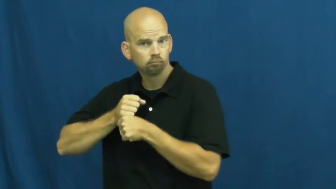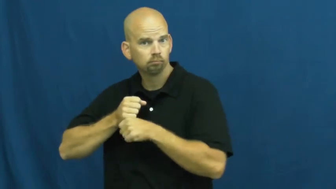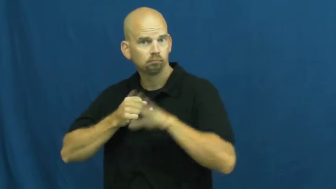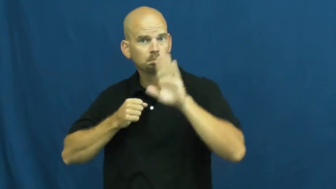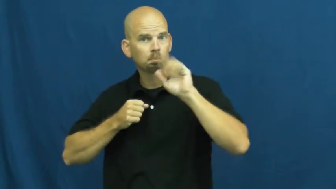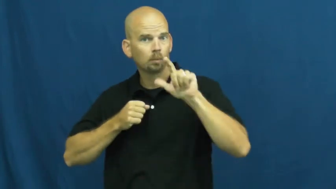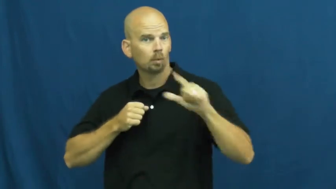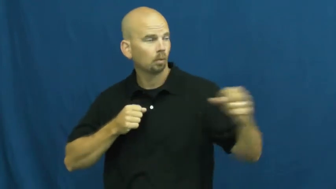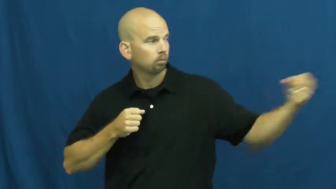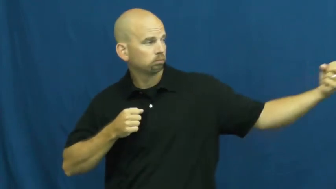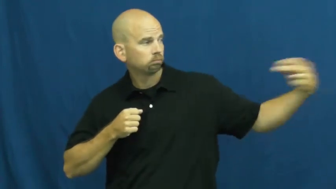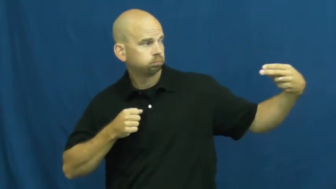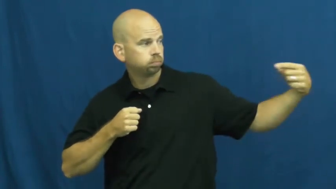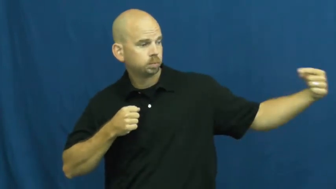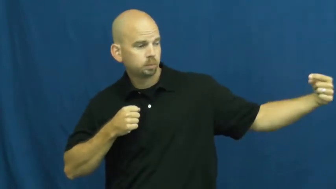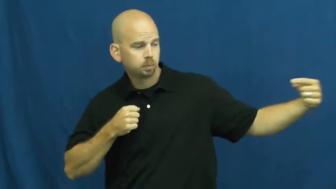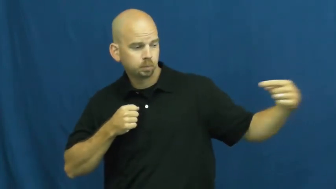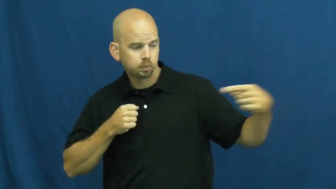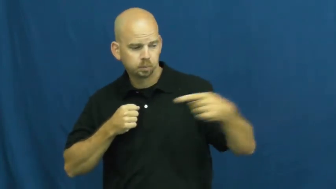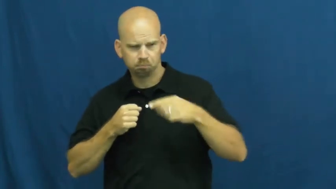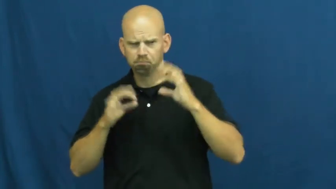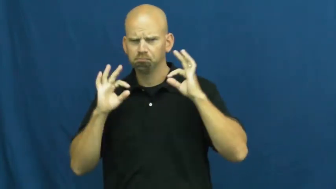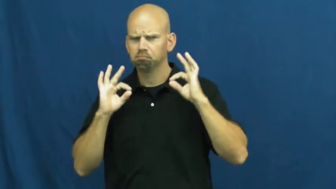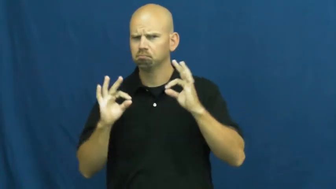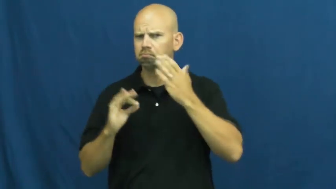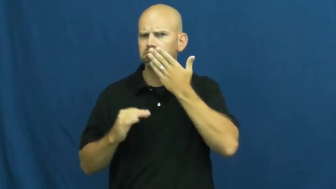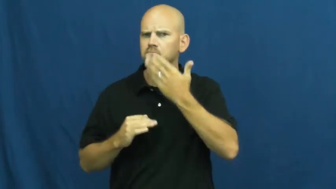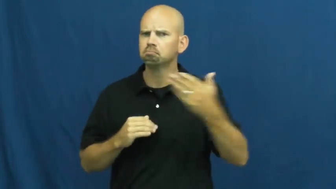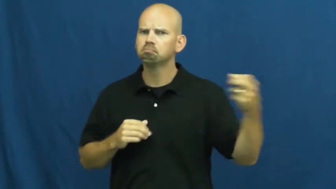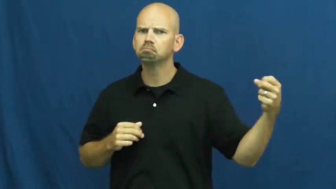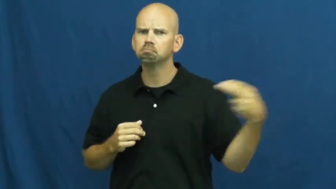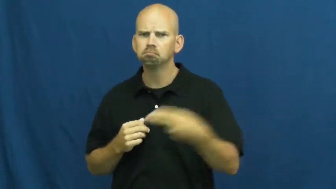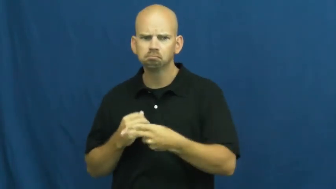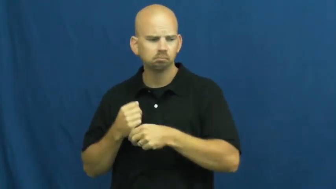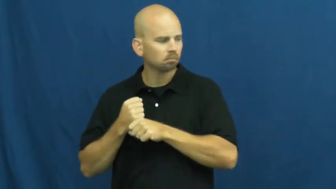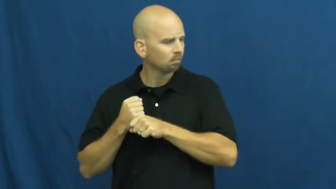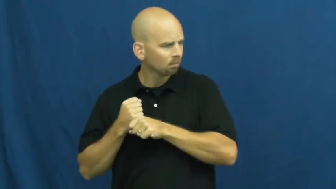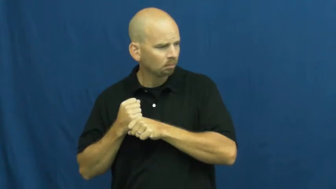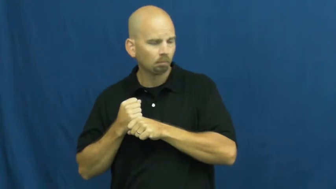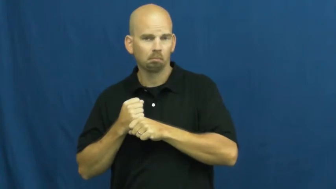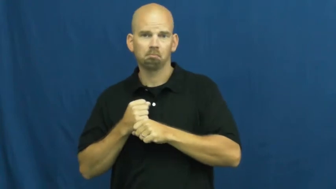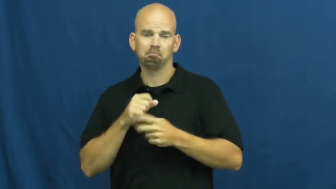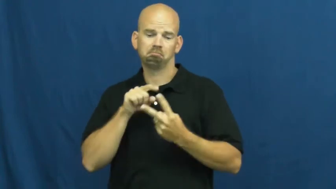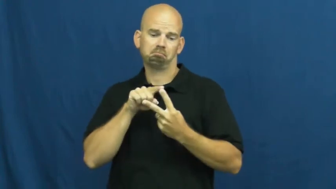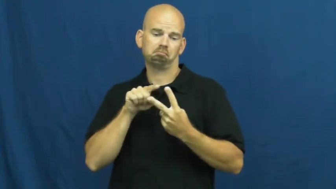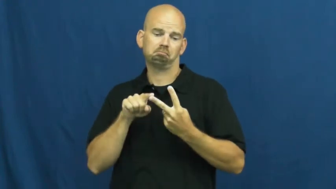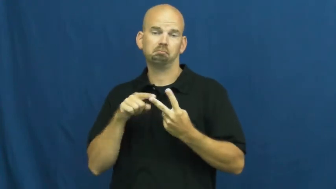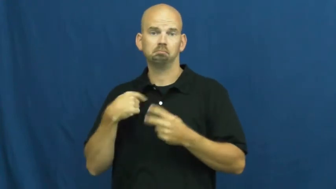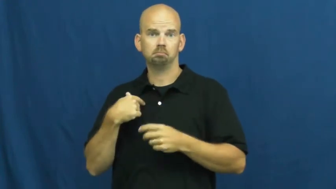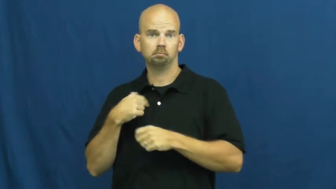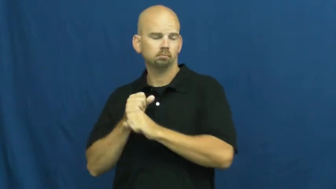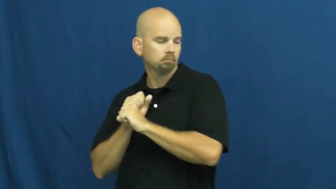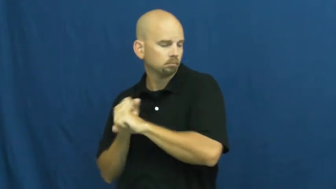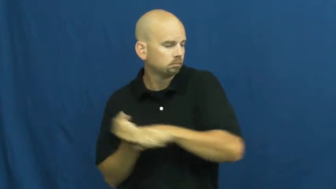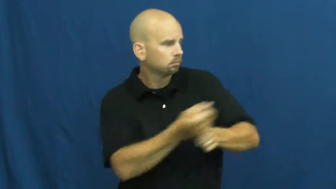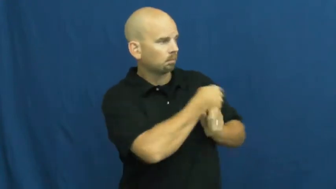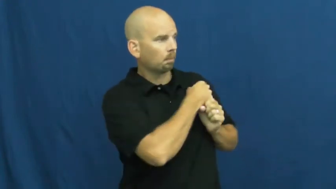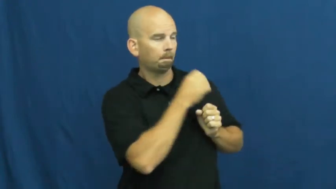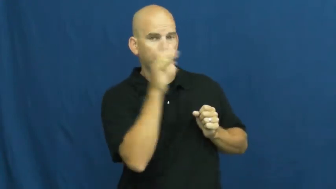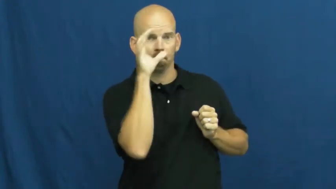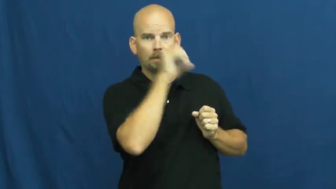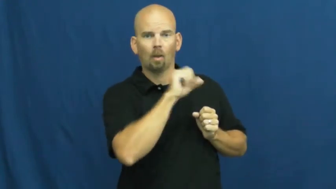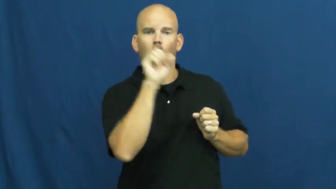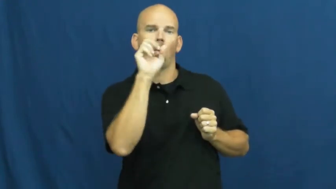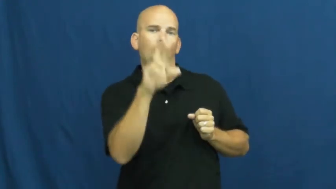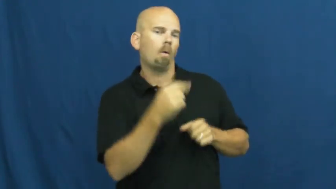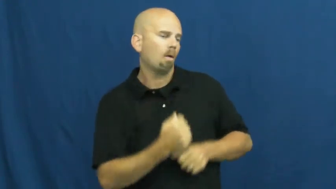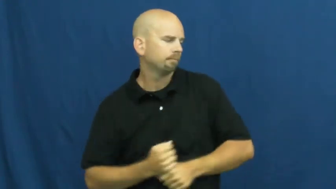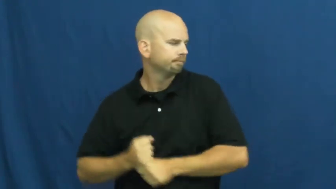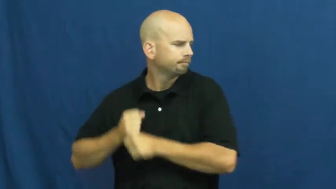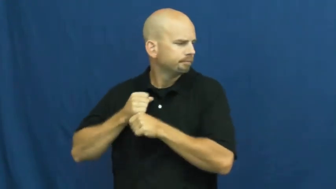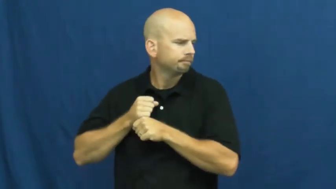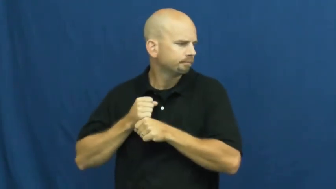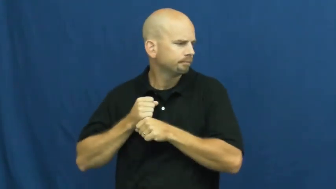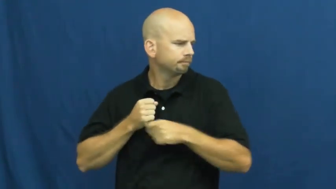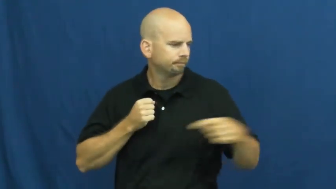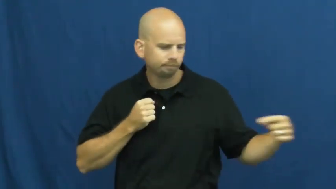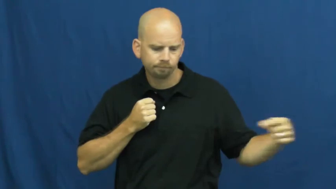strike-baseball